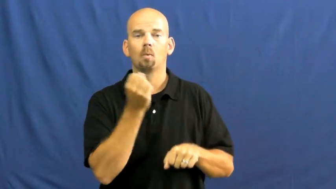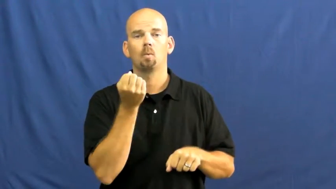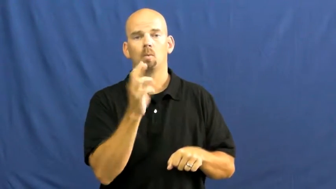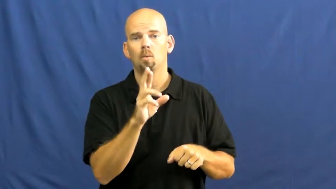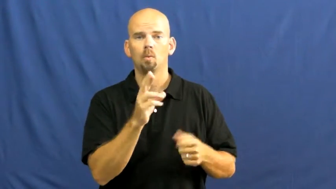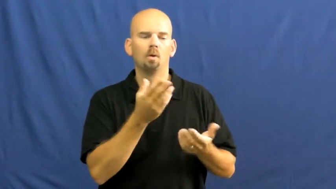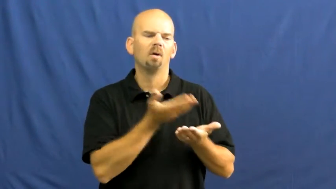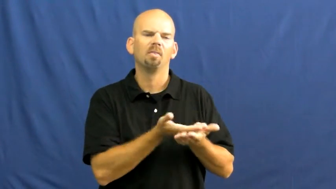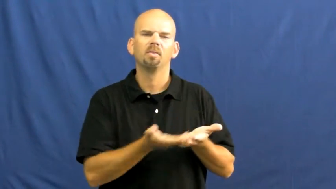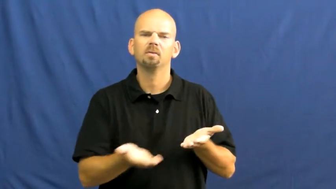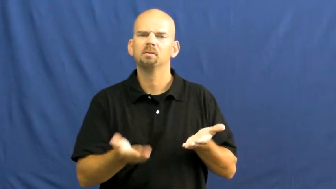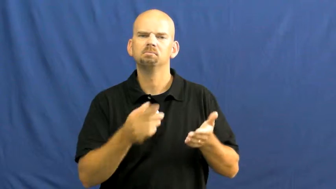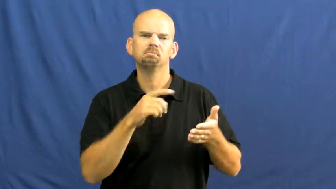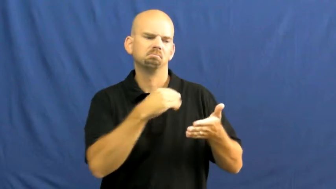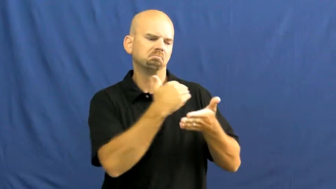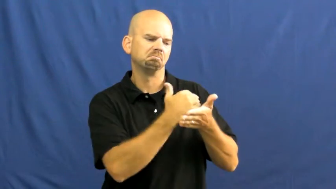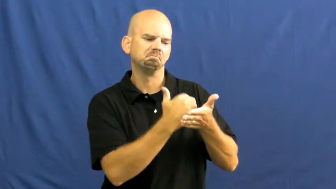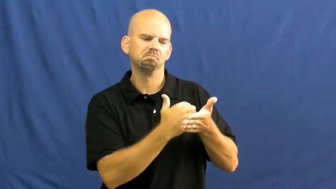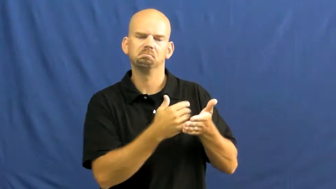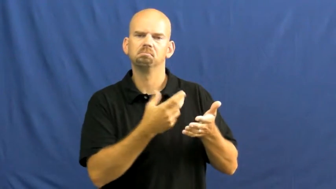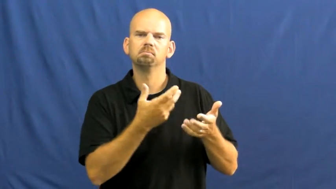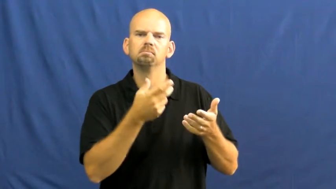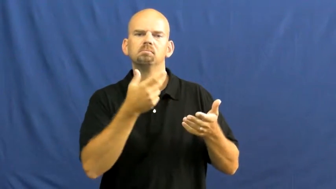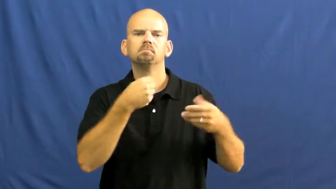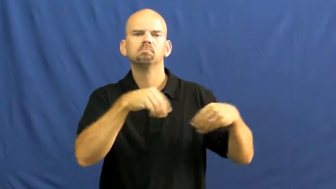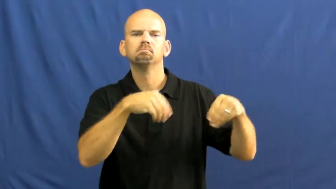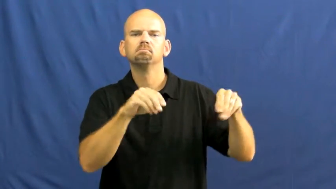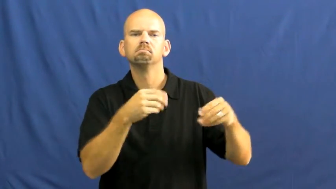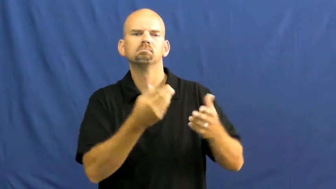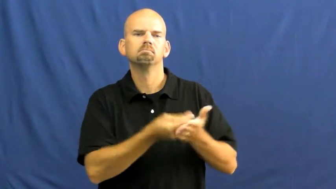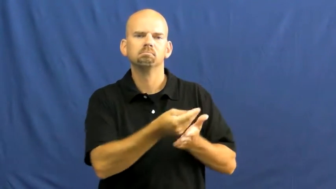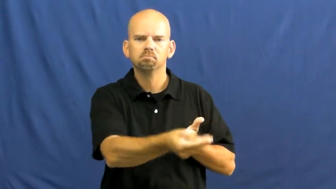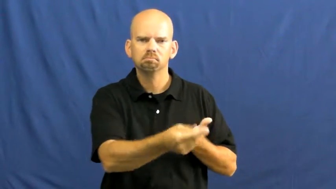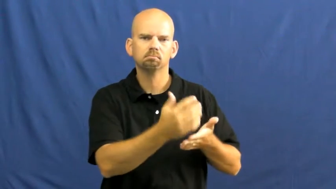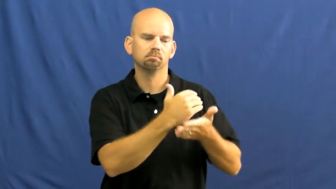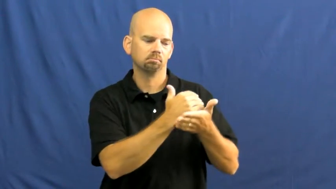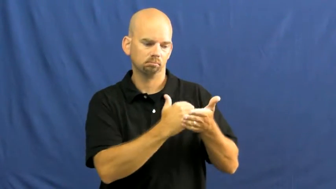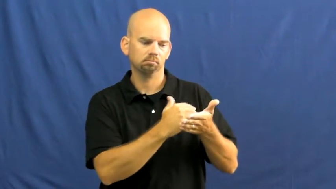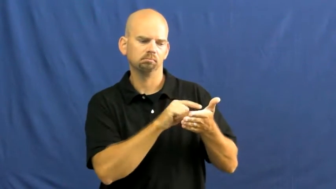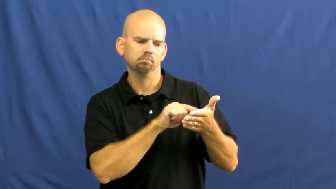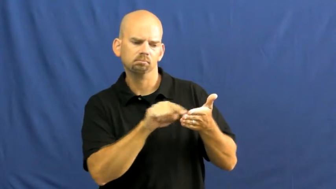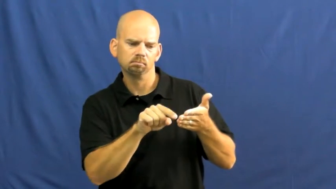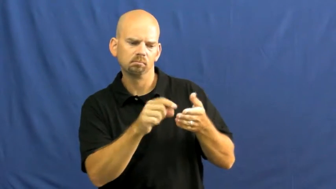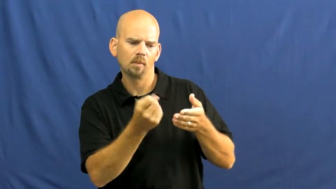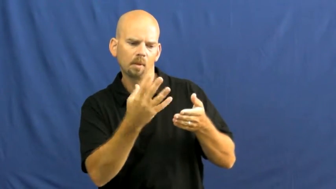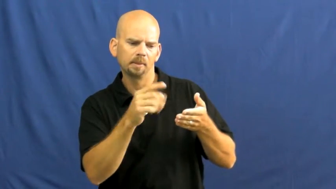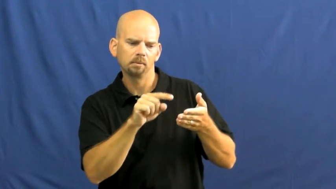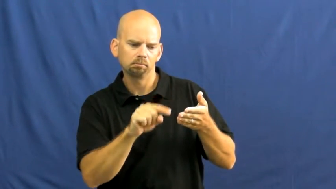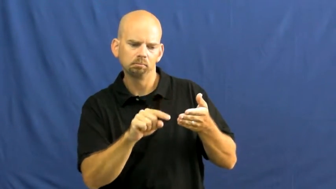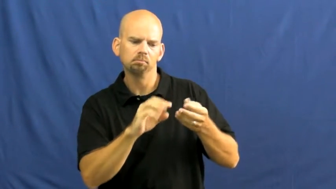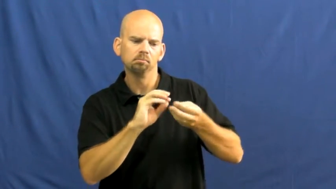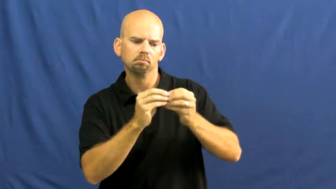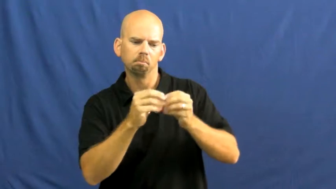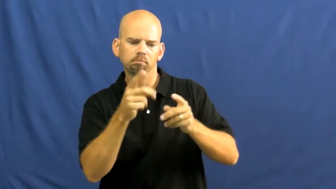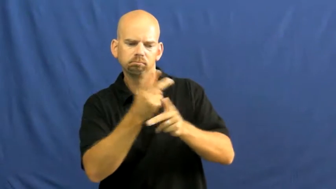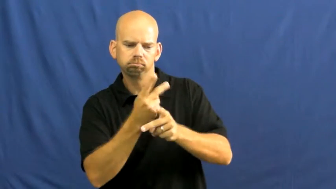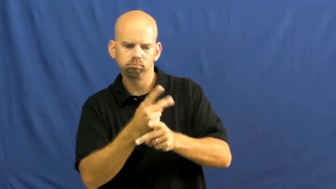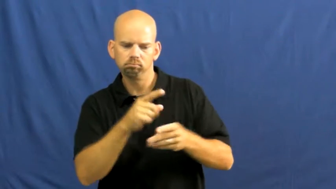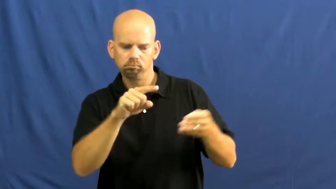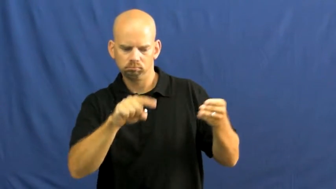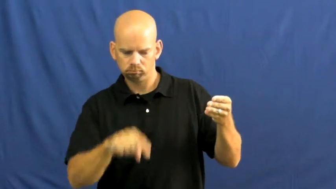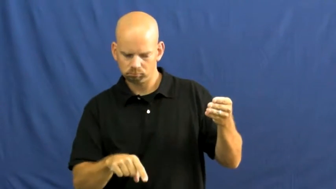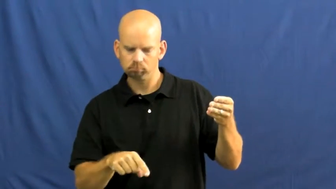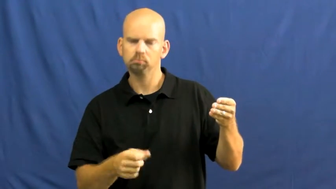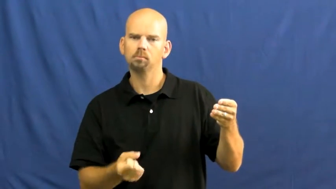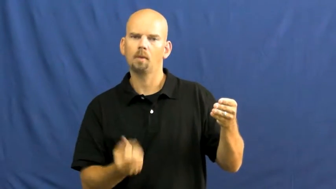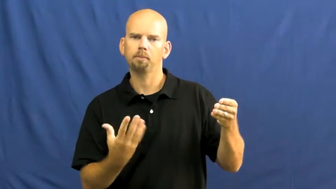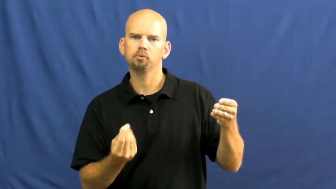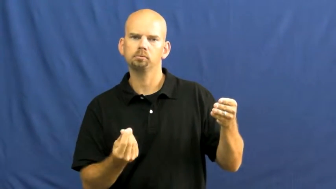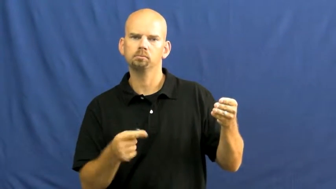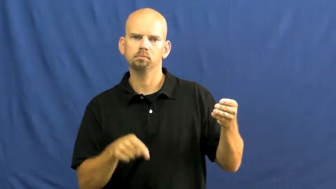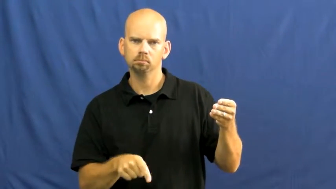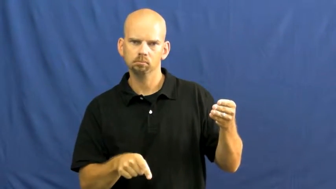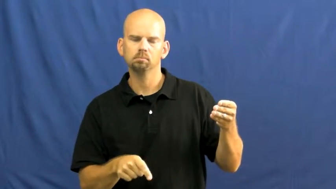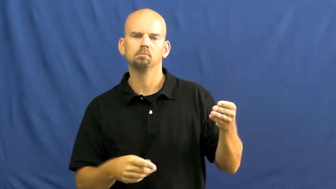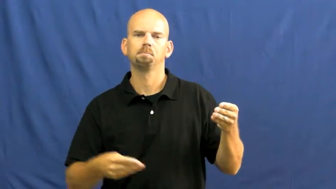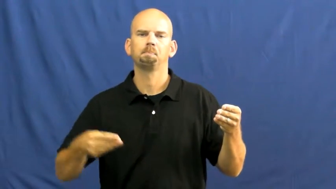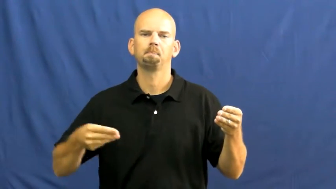invoice,chit,docket